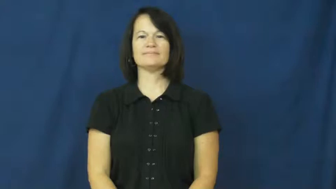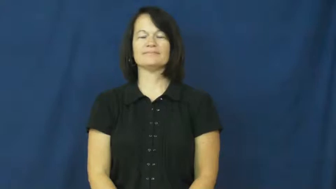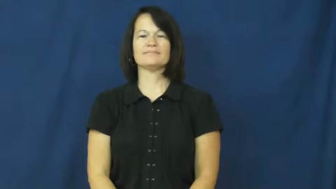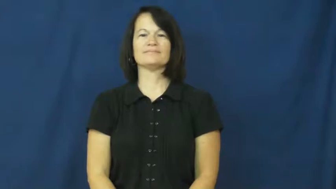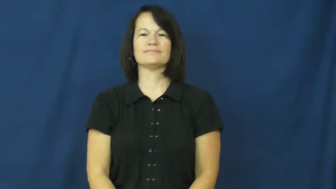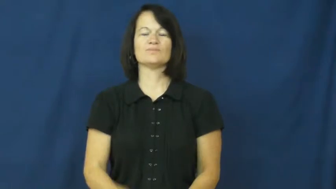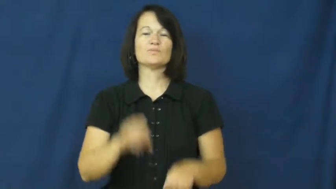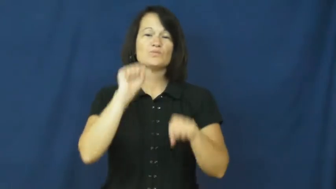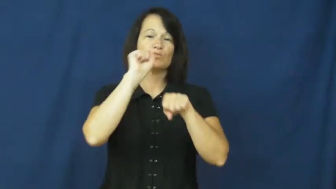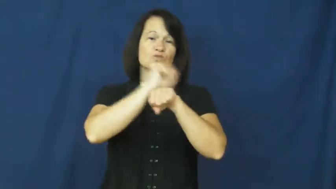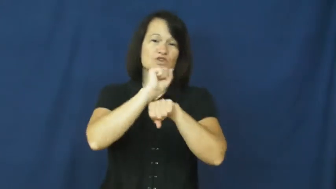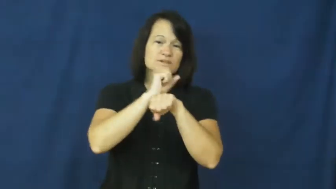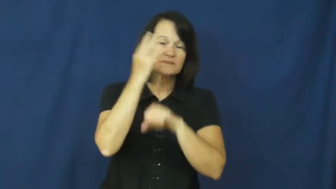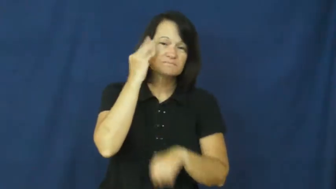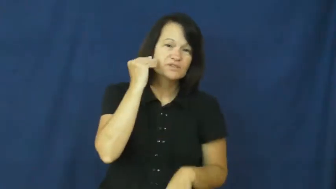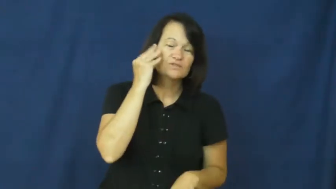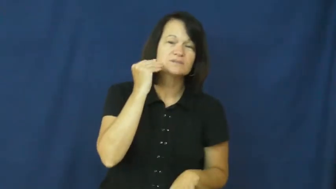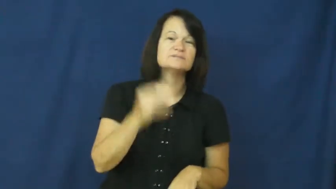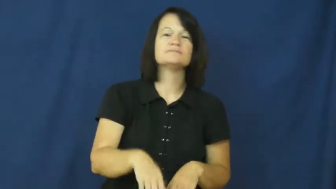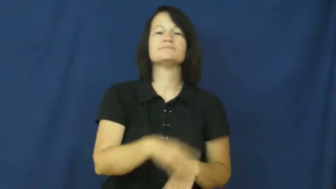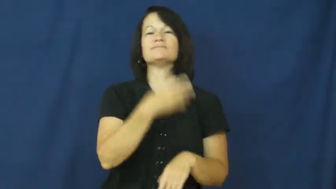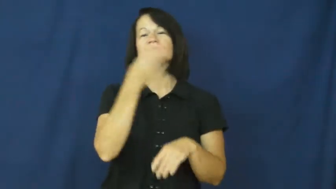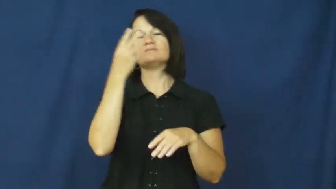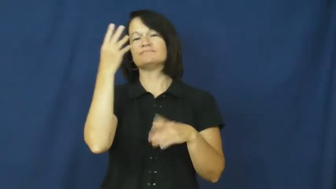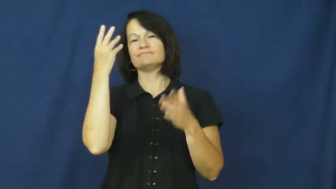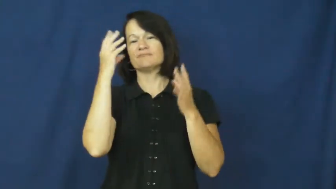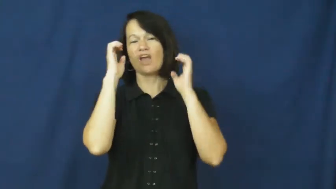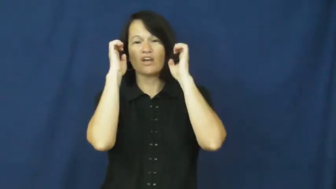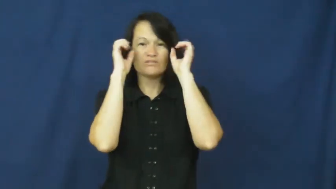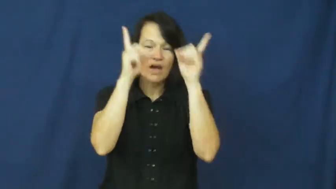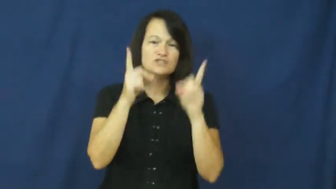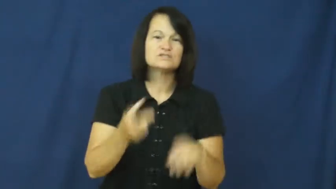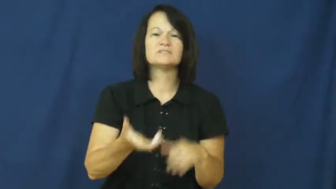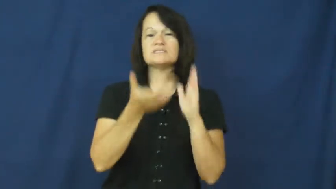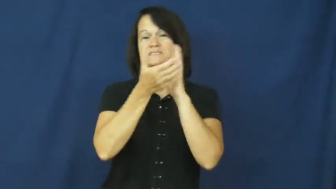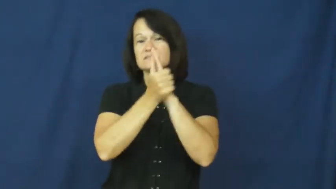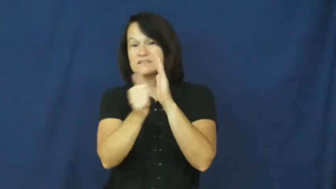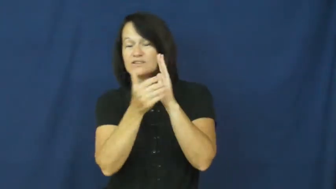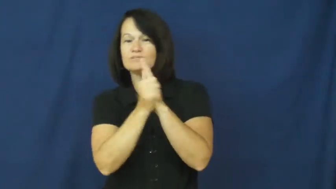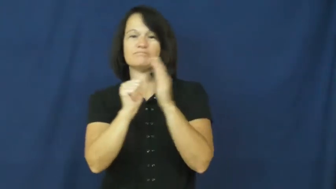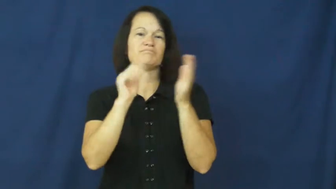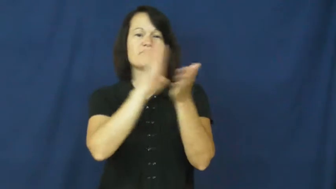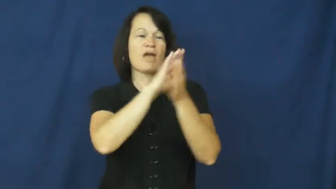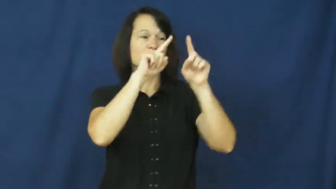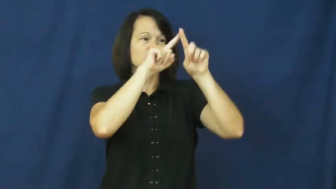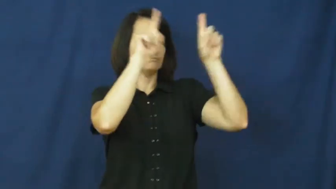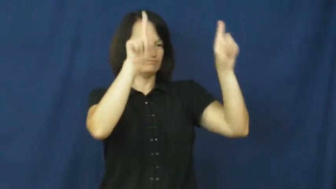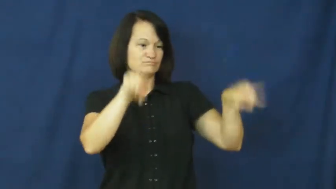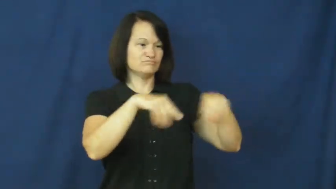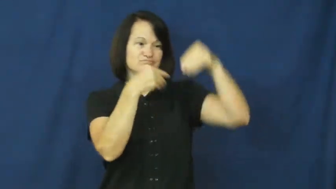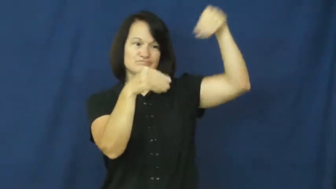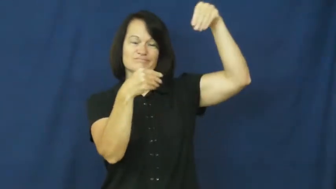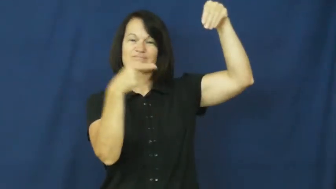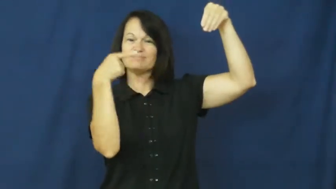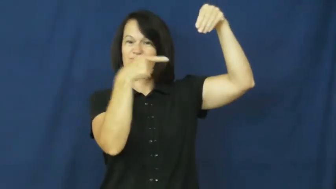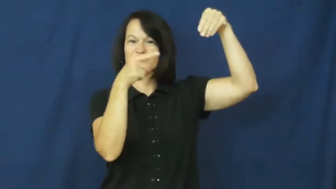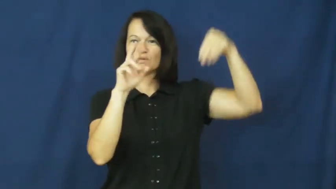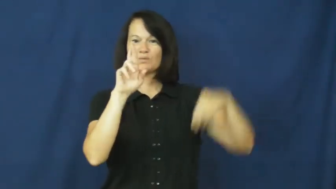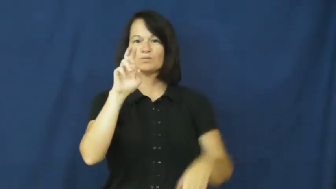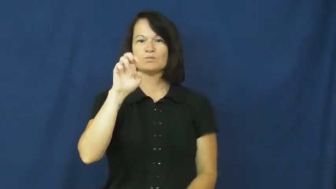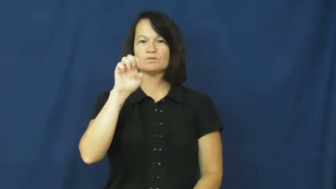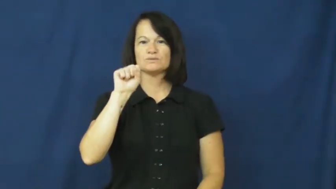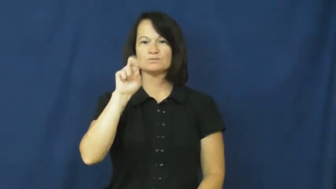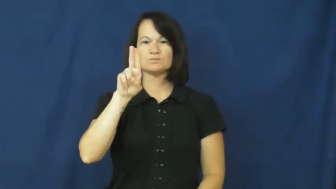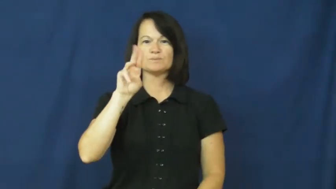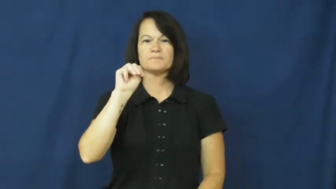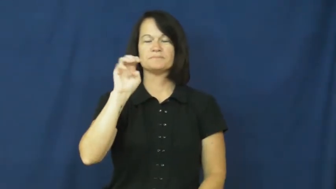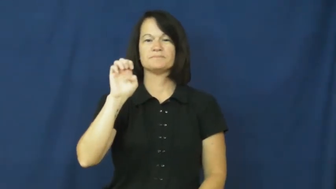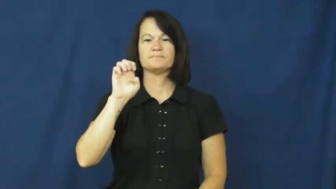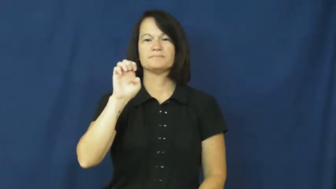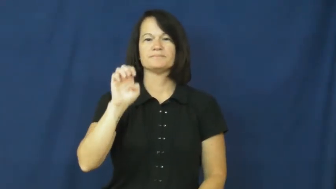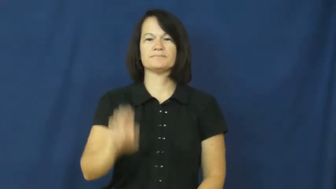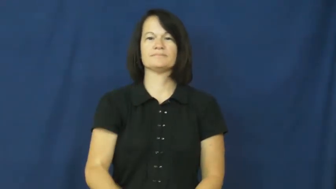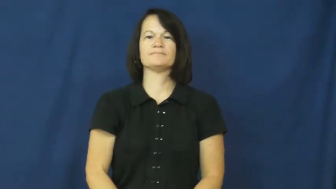resume,cv-job